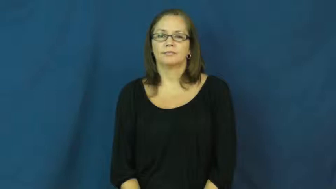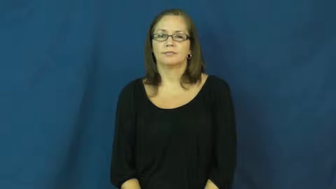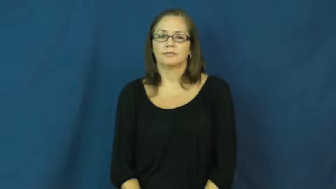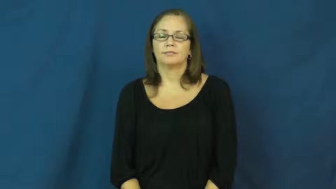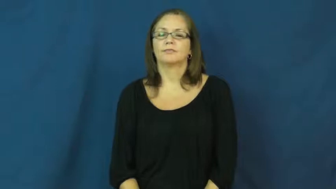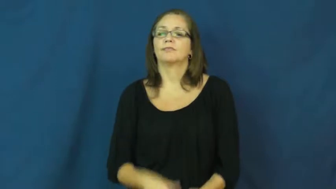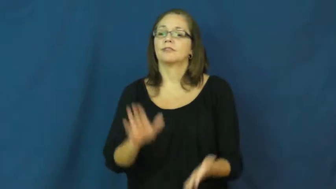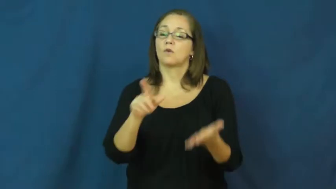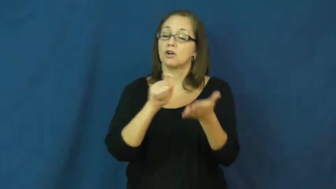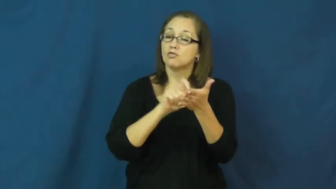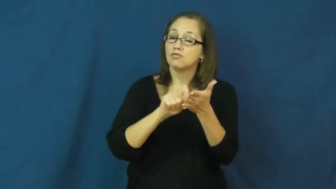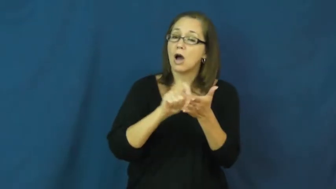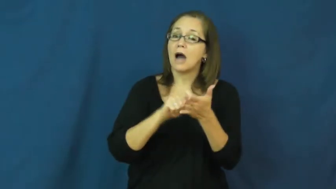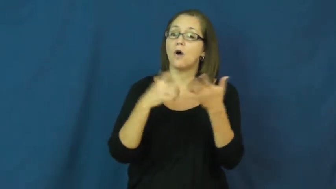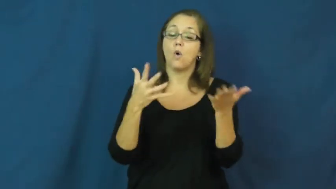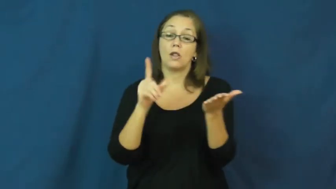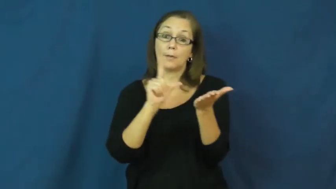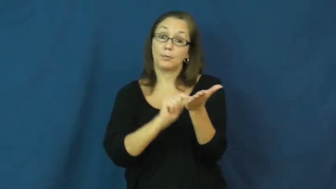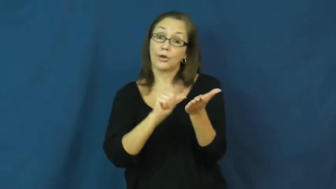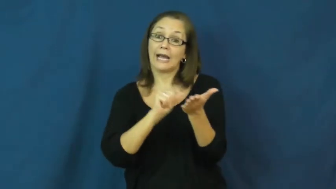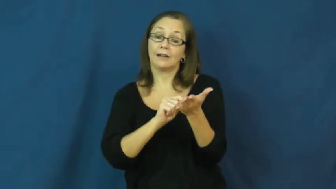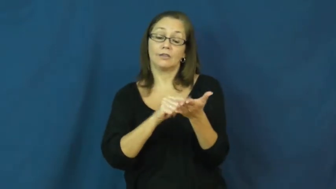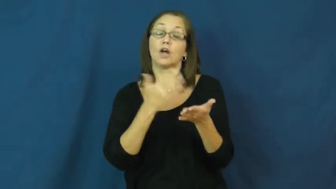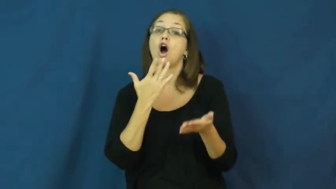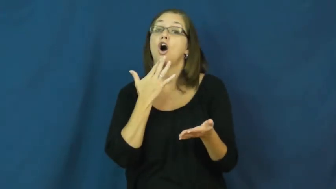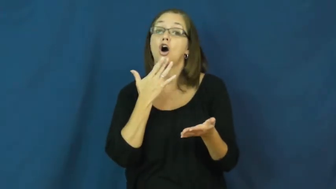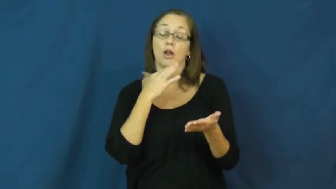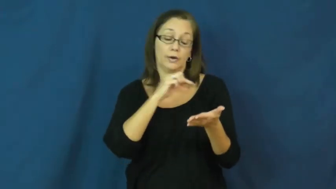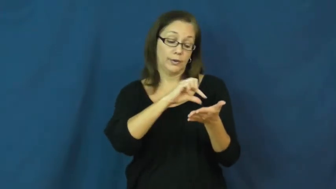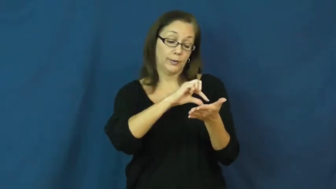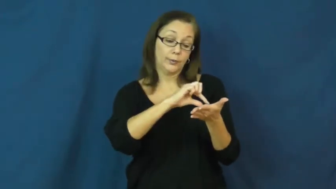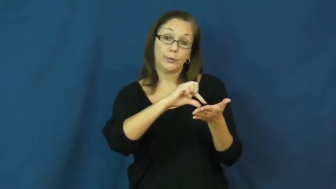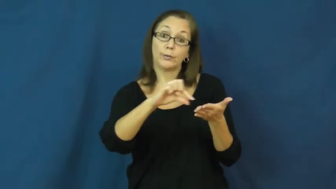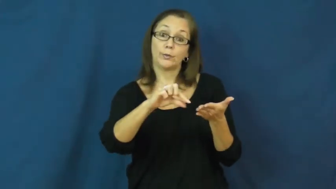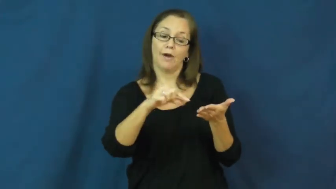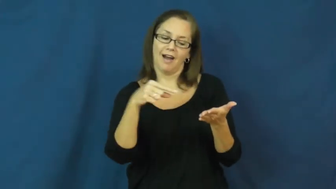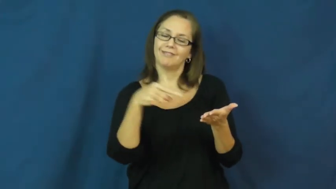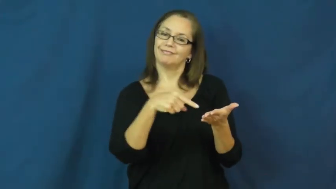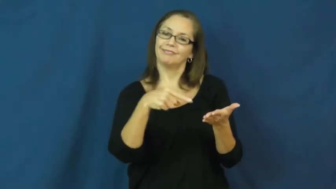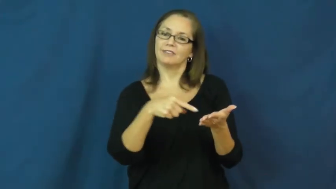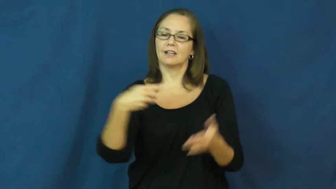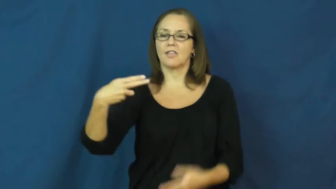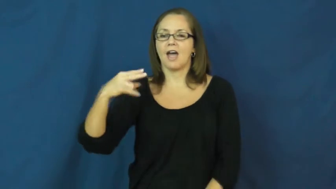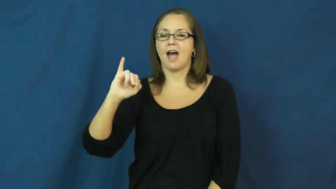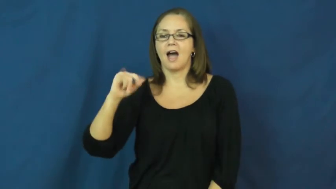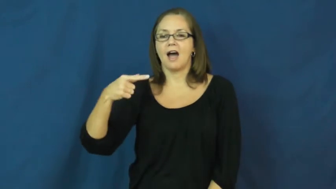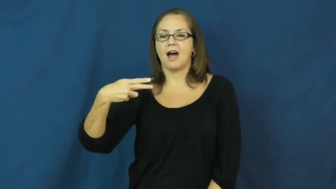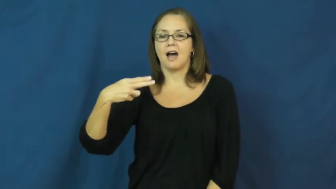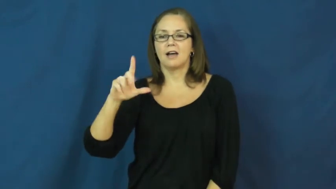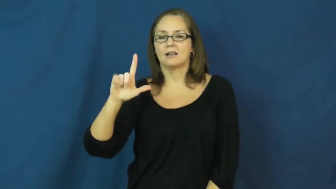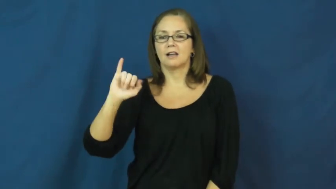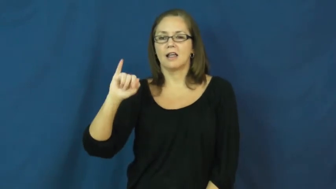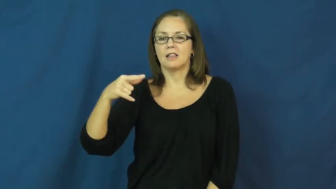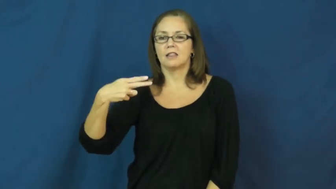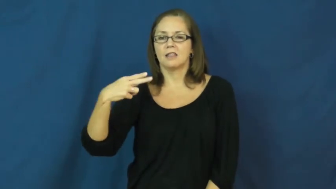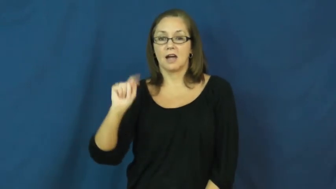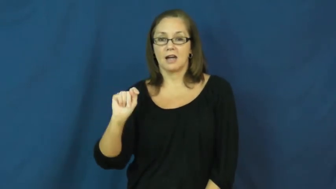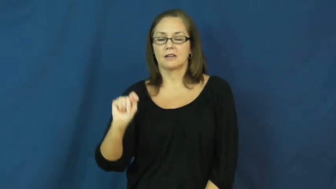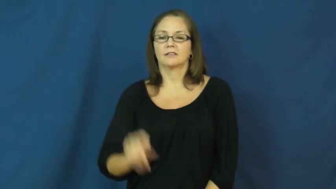highlight-mark